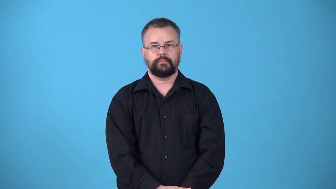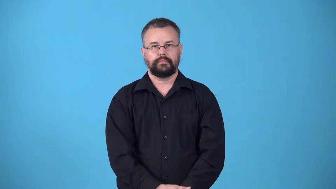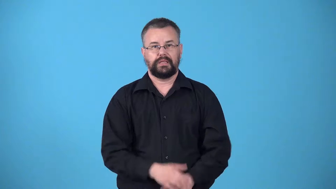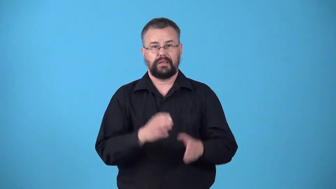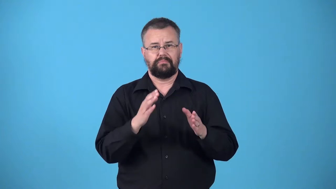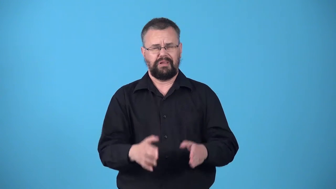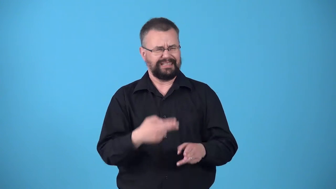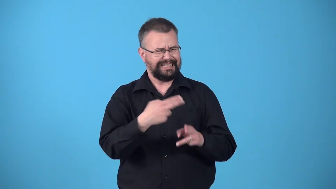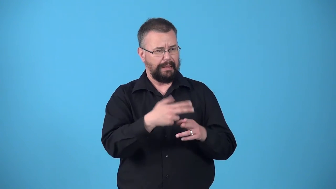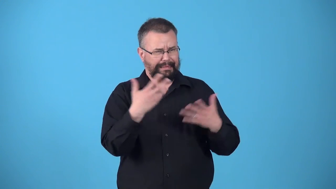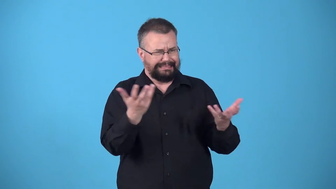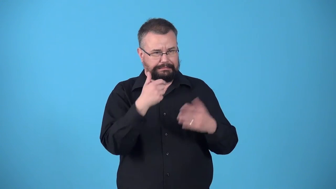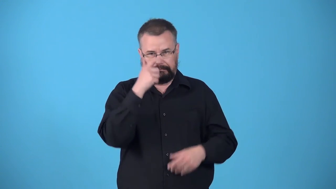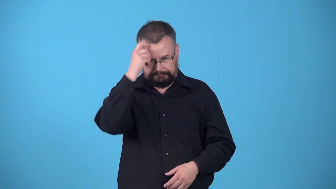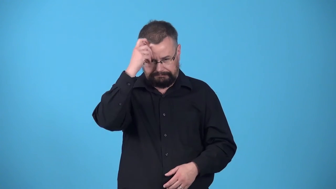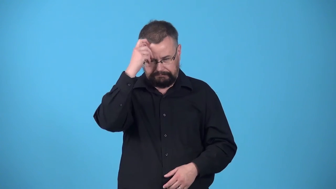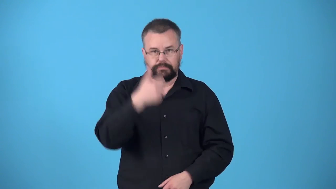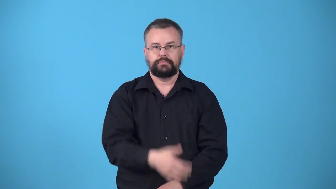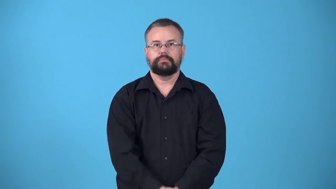whatshisname